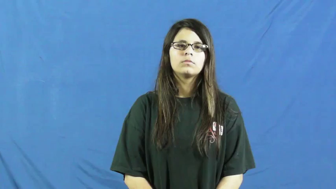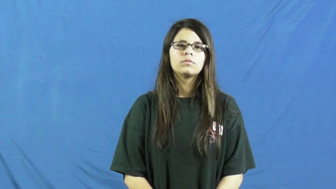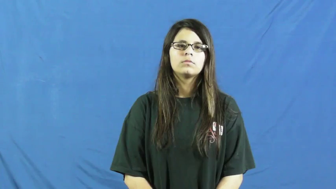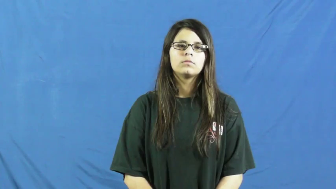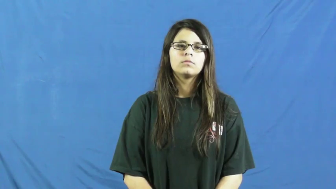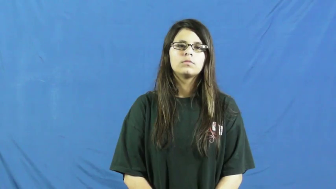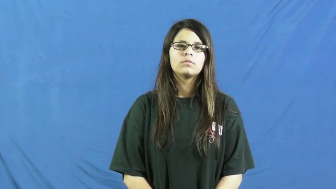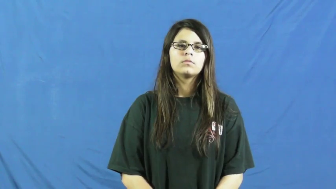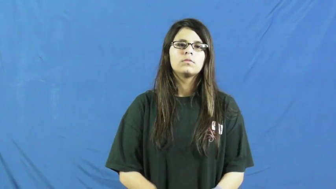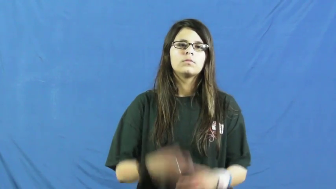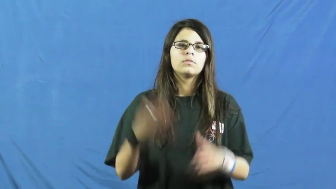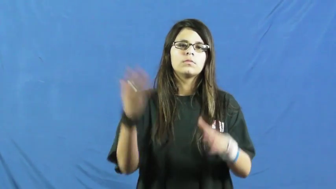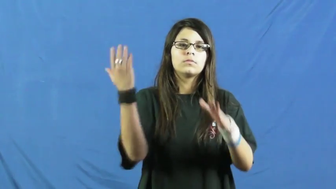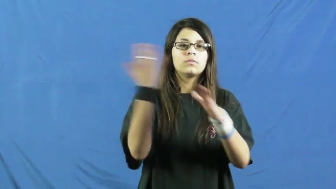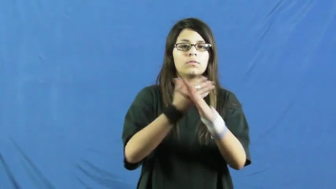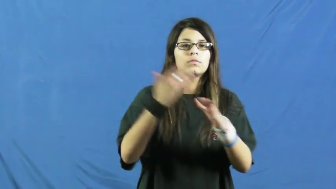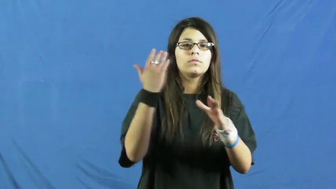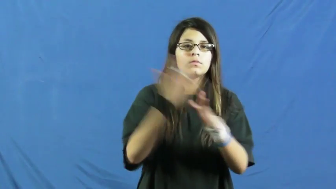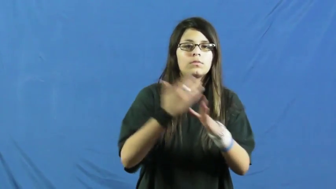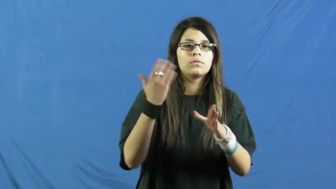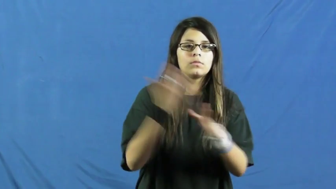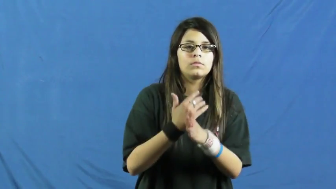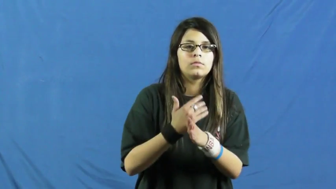act up-cause annoyance